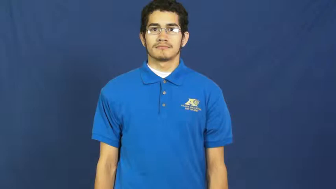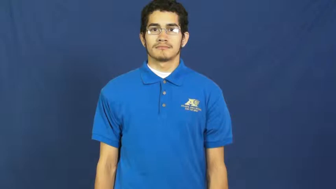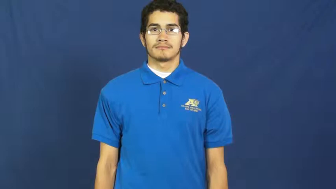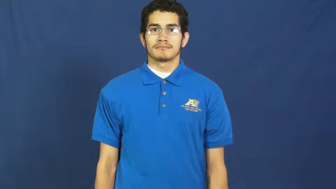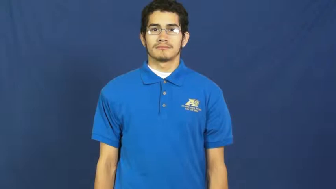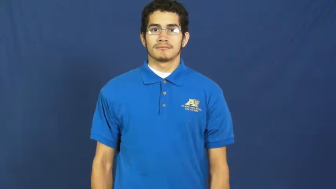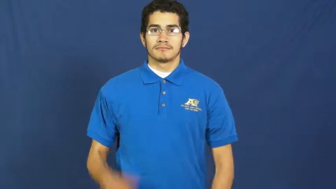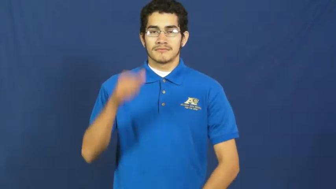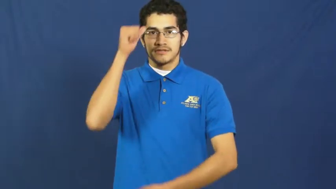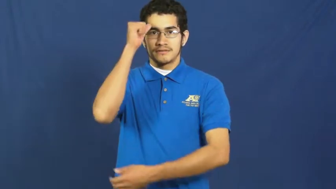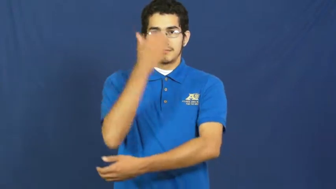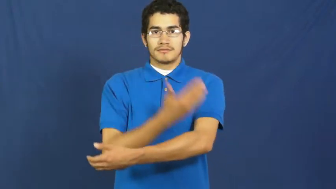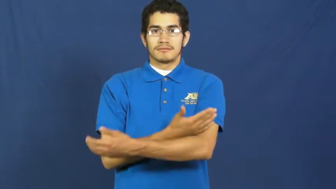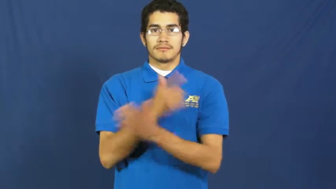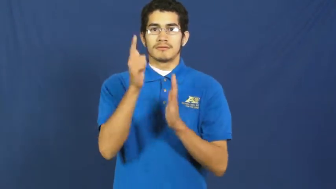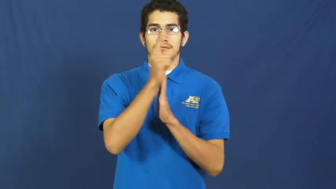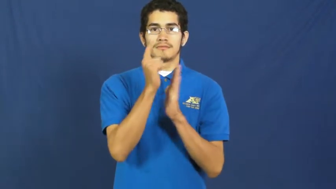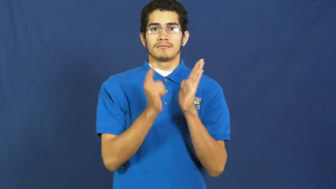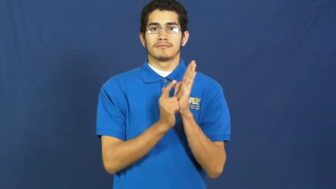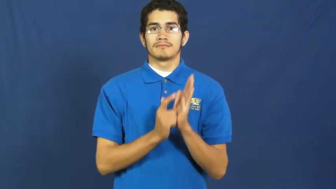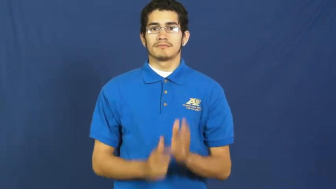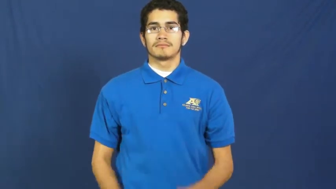son-in-law